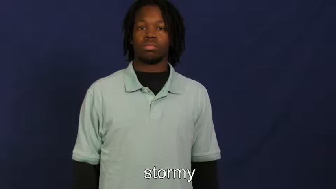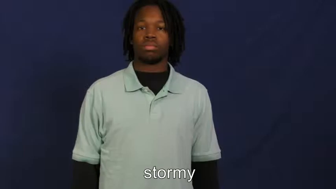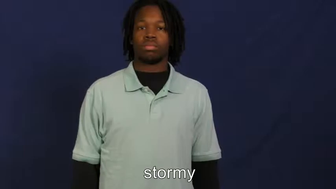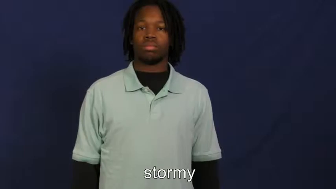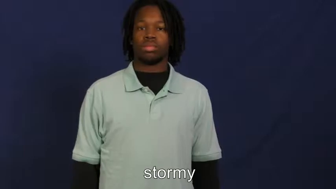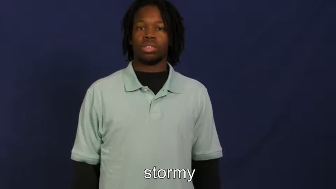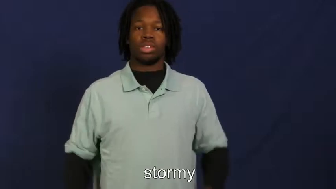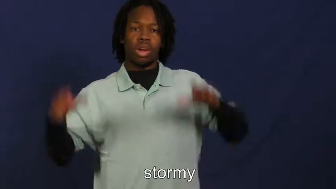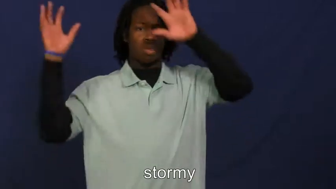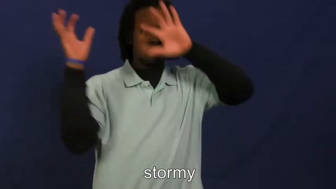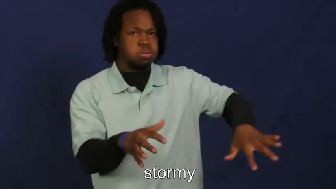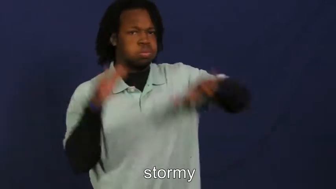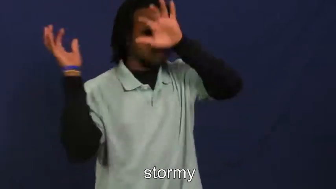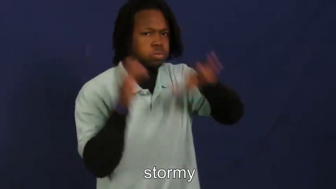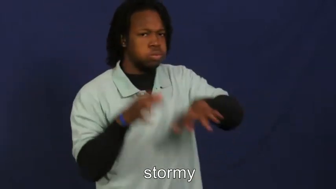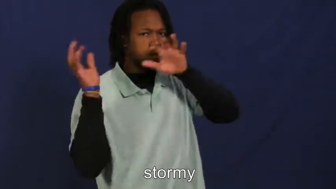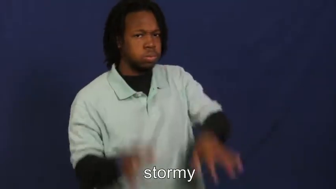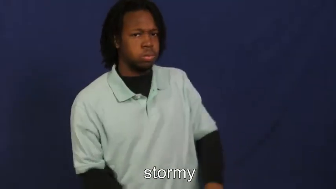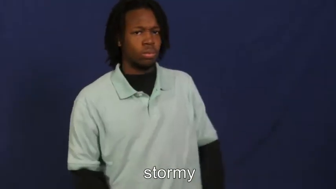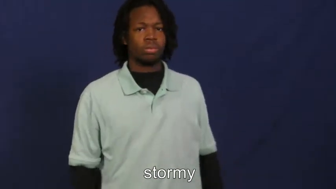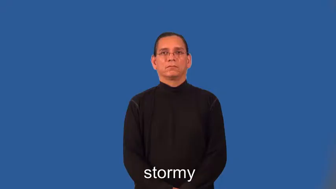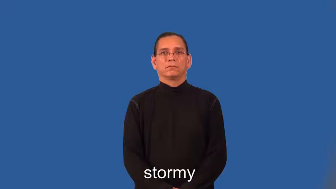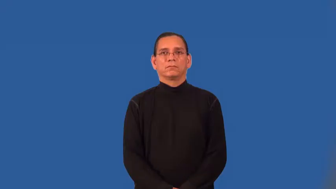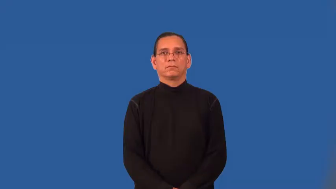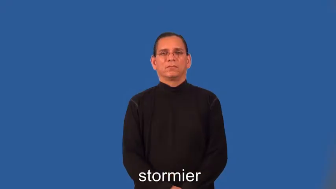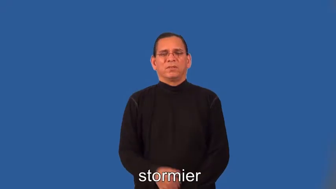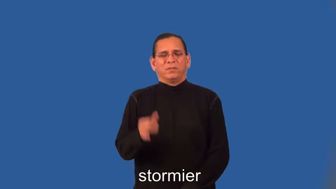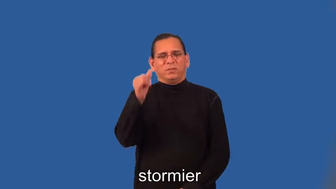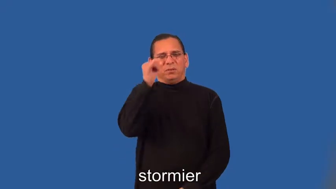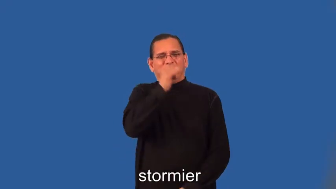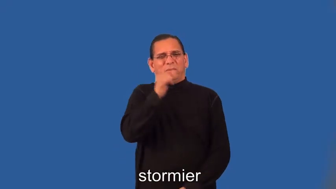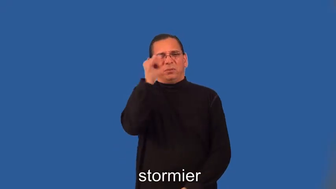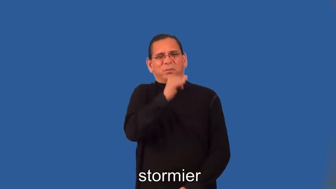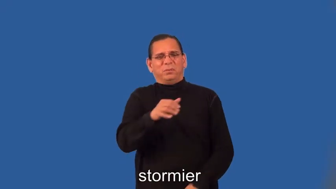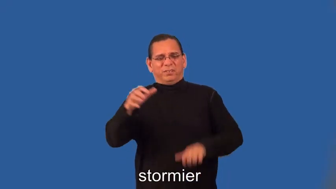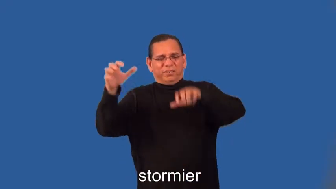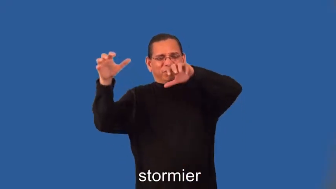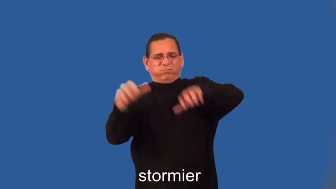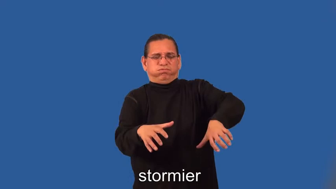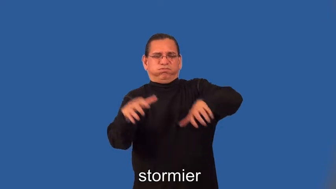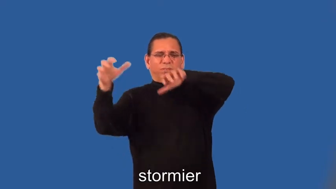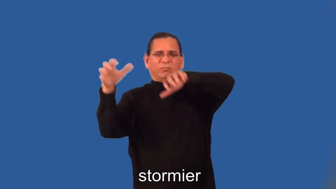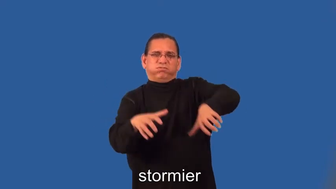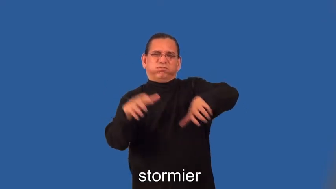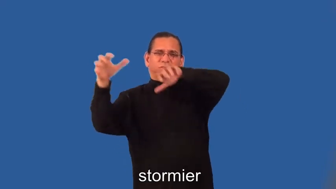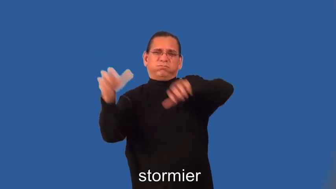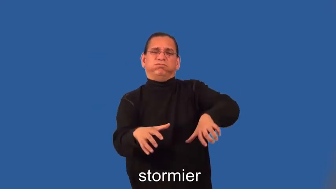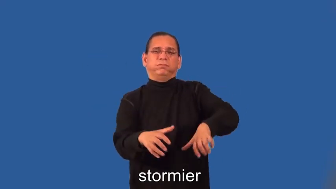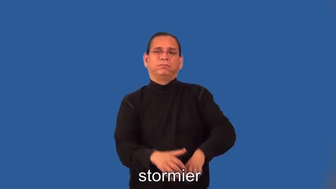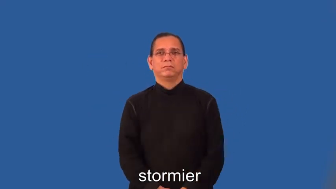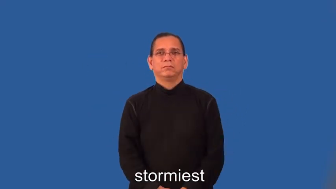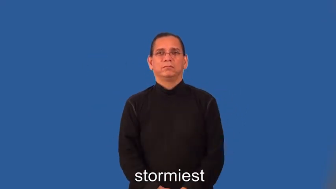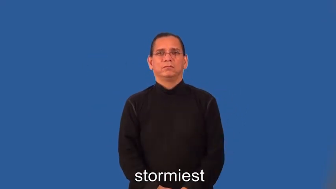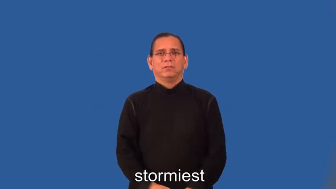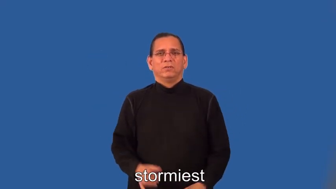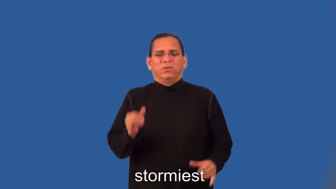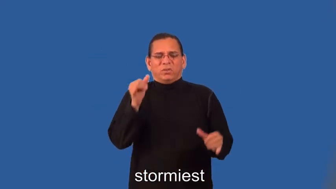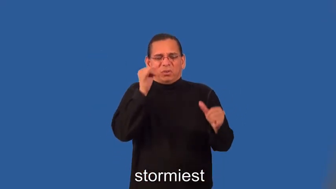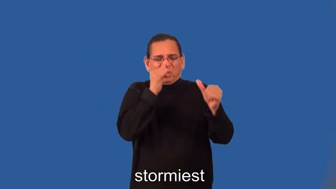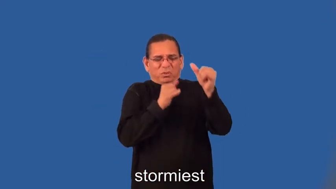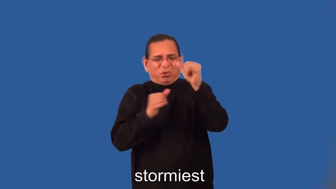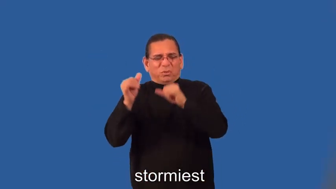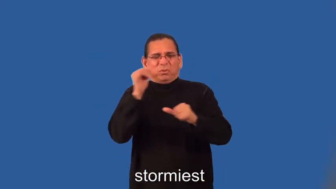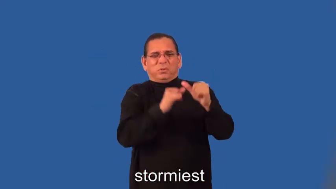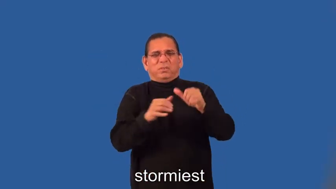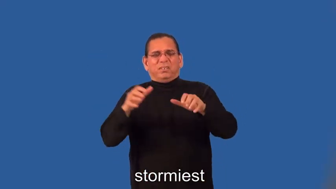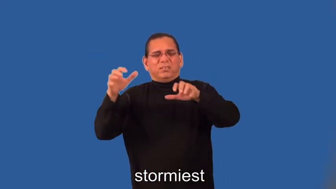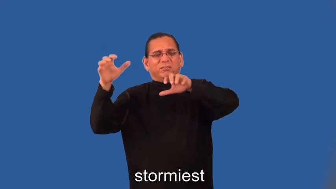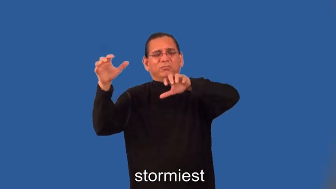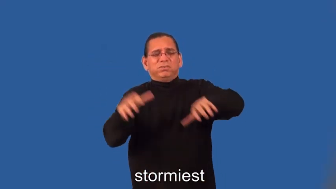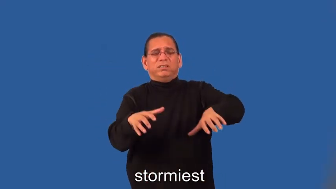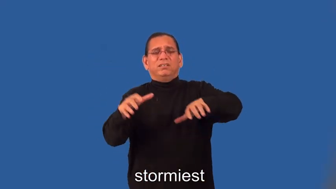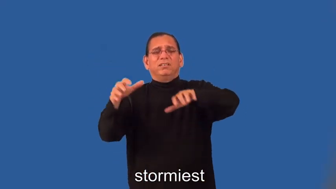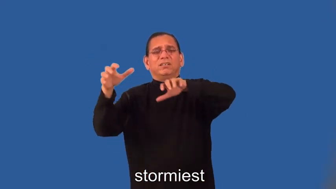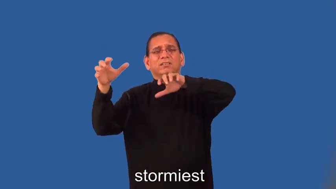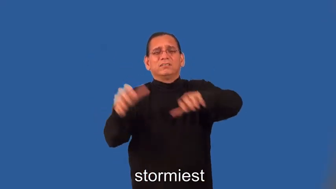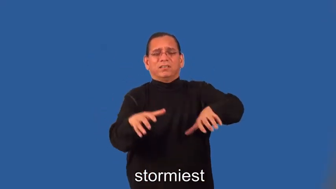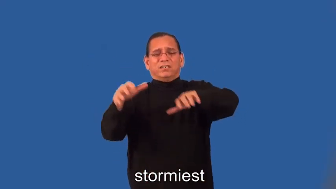stormier,stormiest